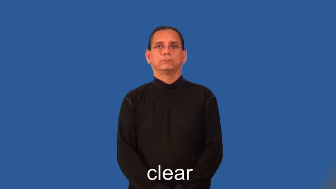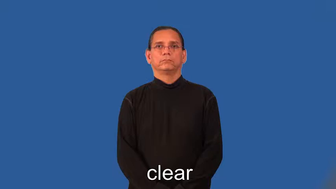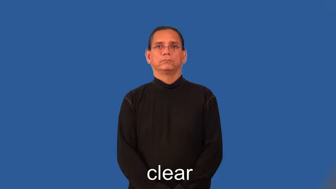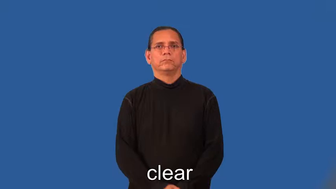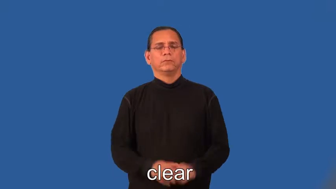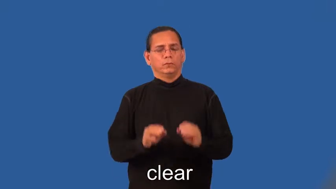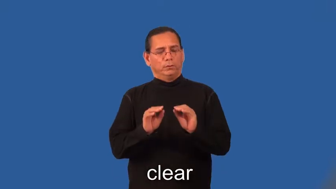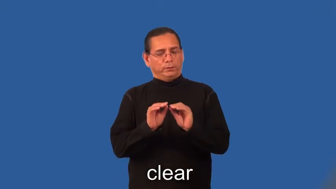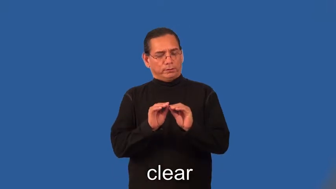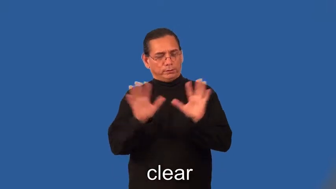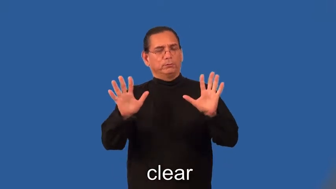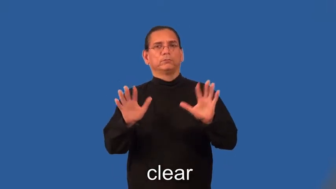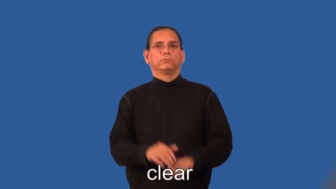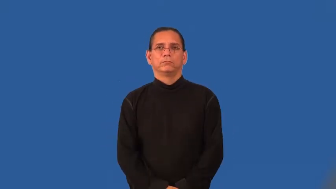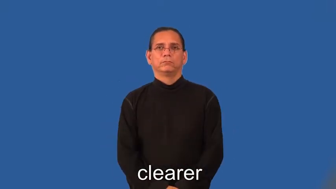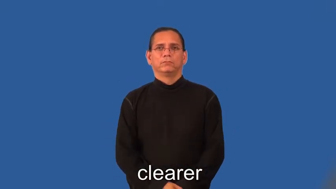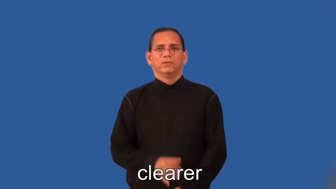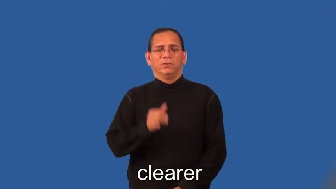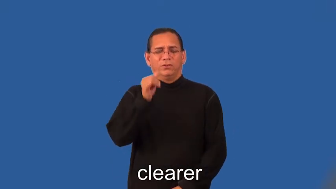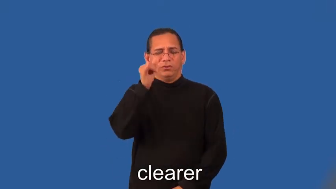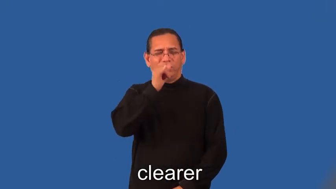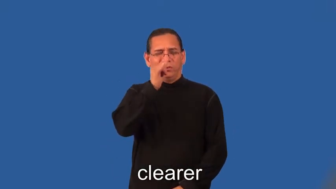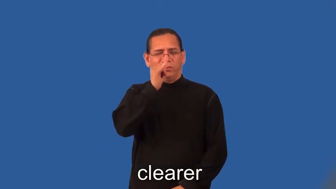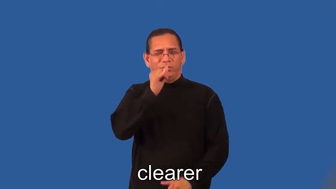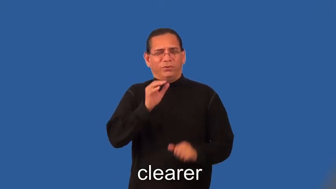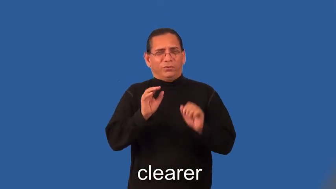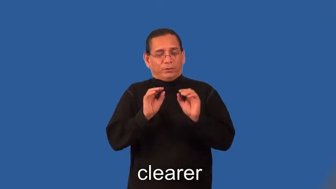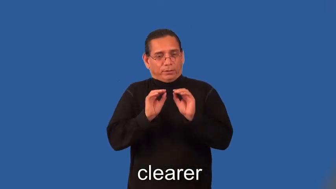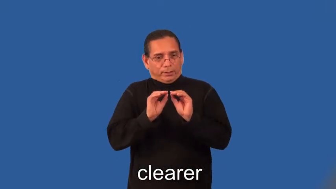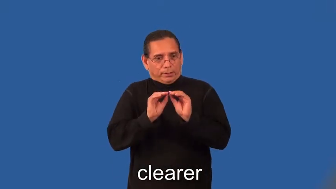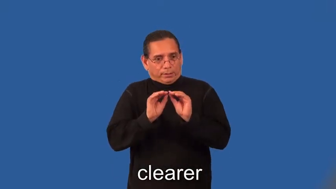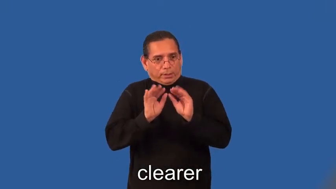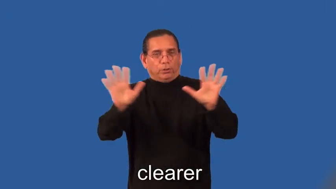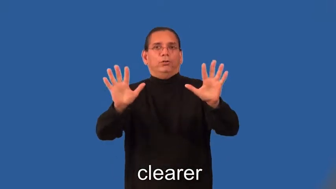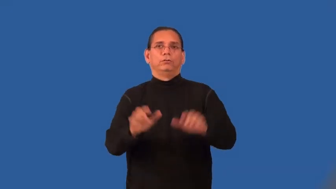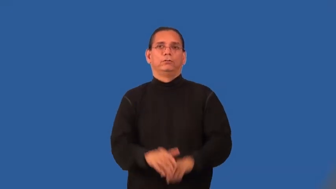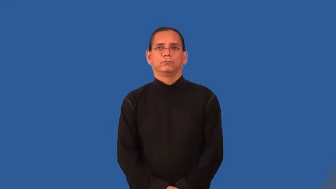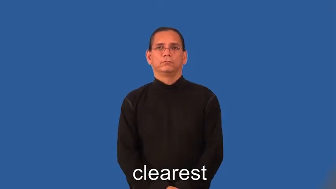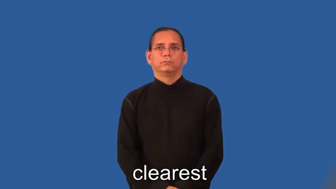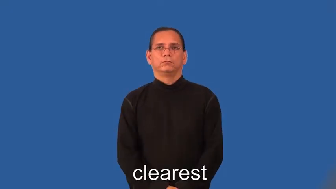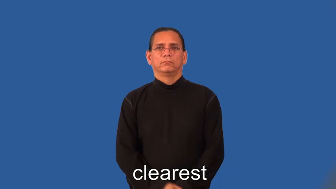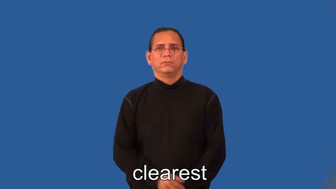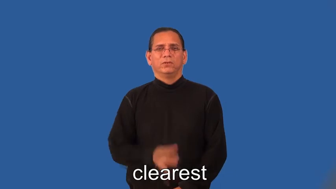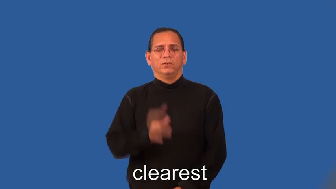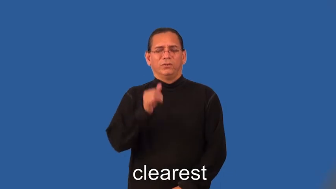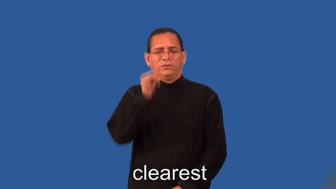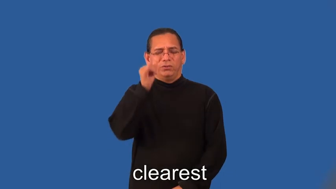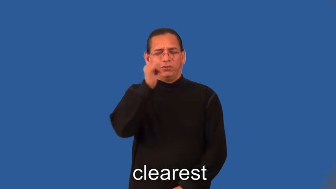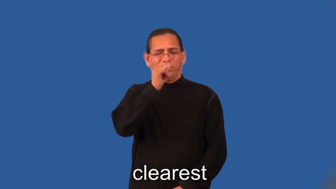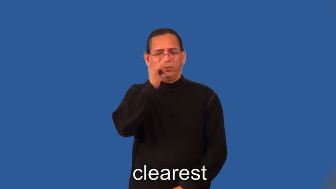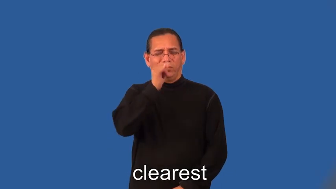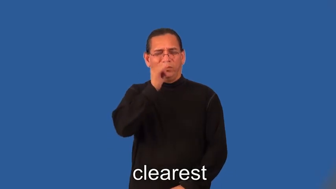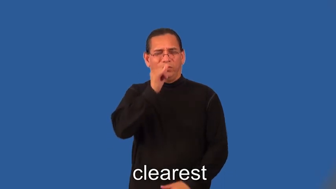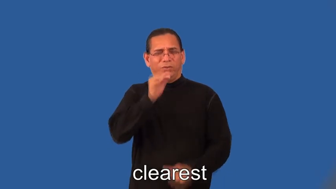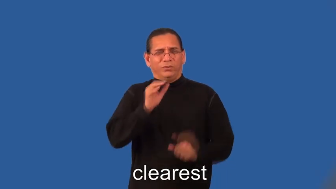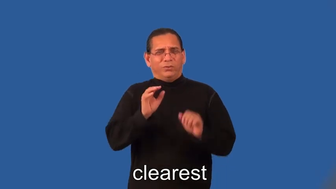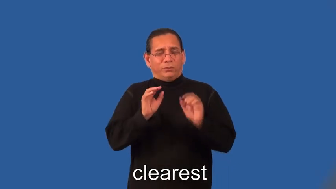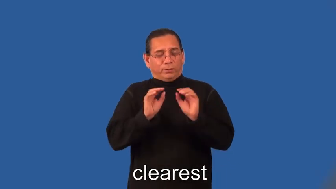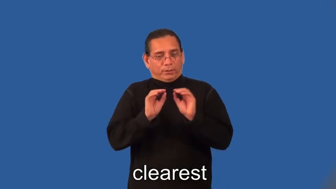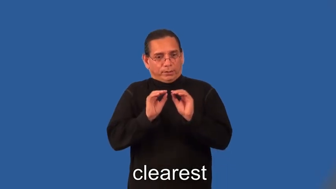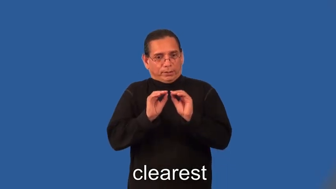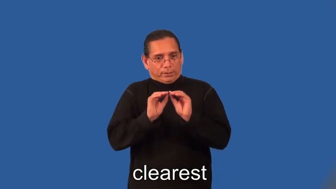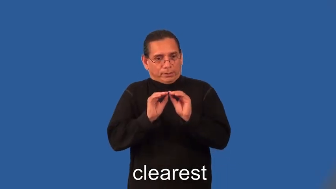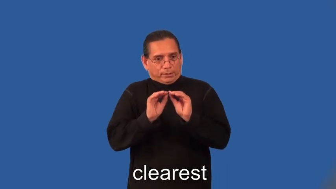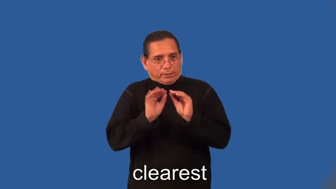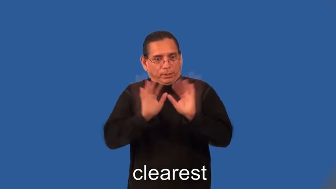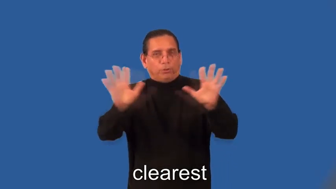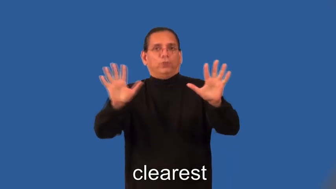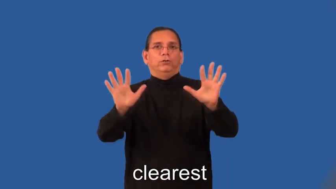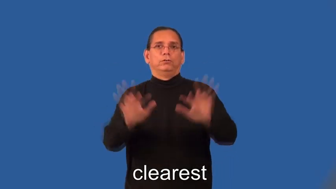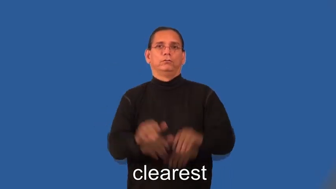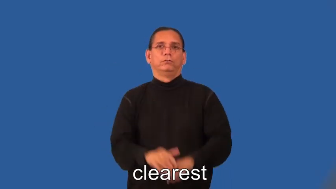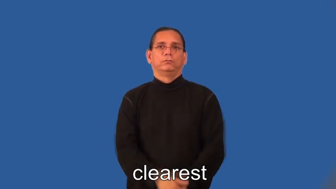clearer,clearest